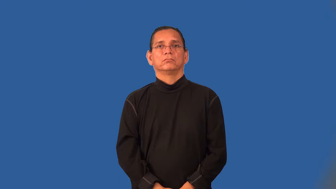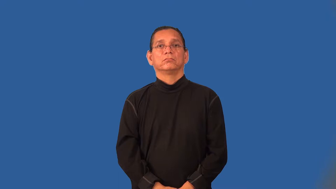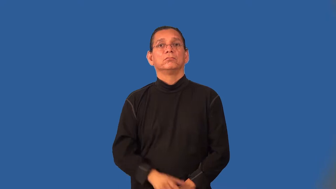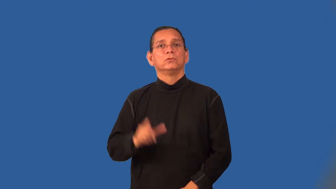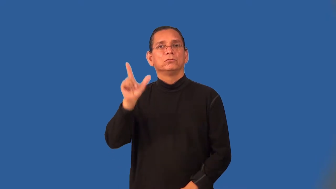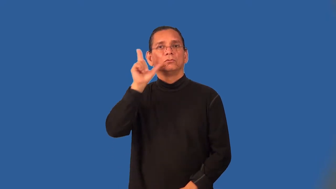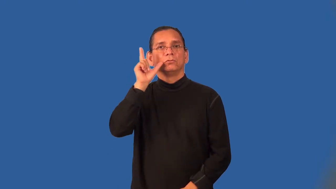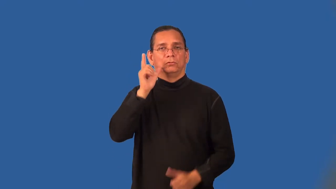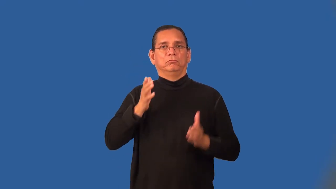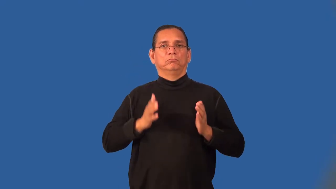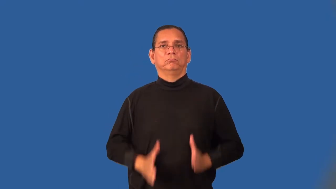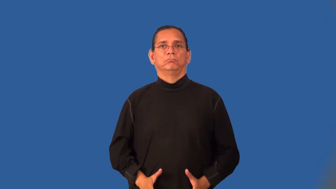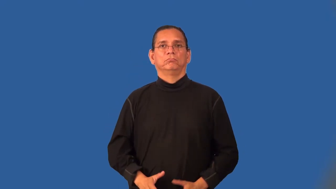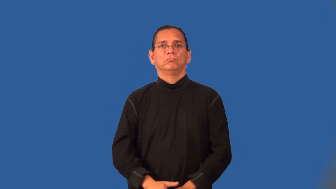snorkeler